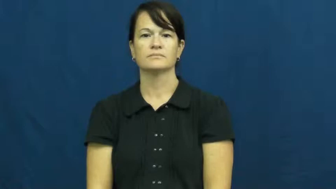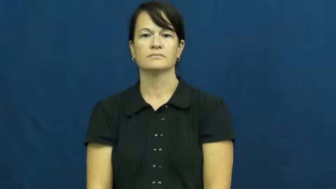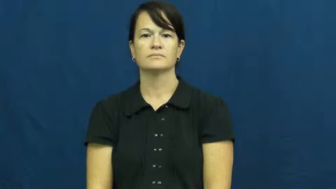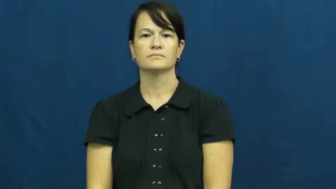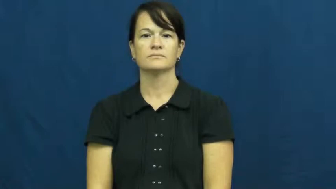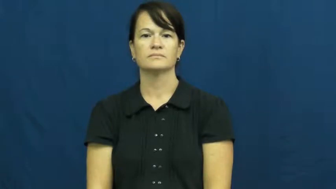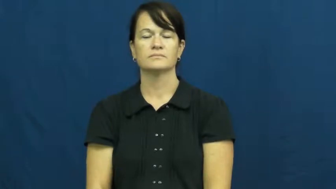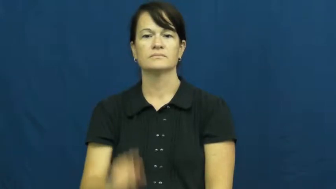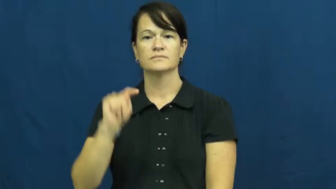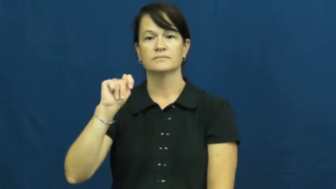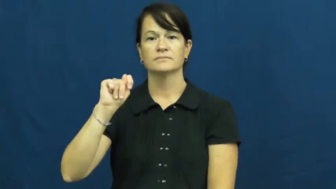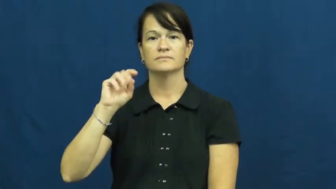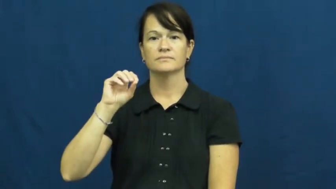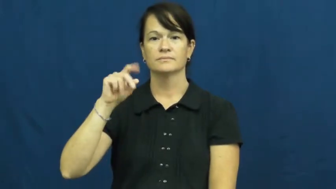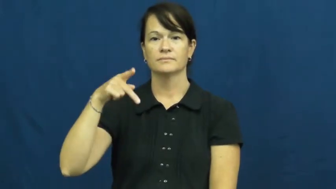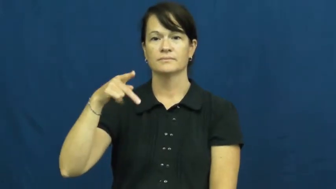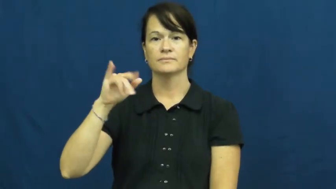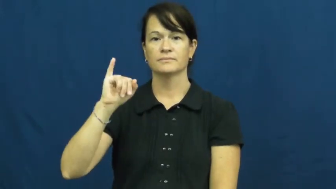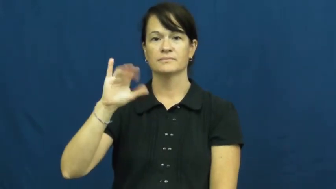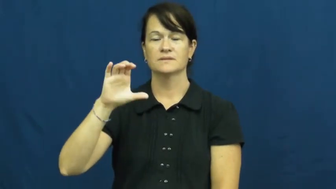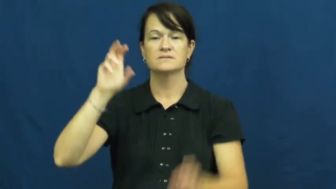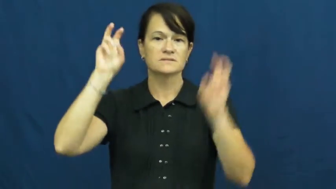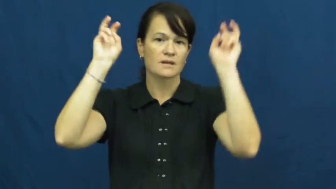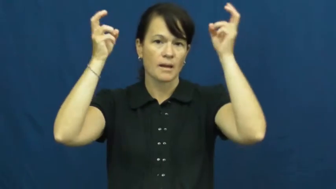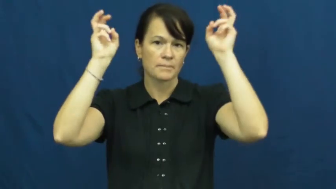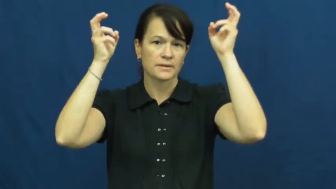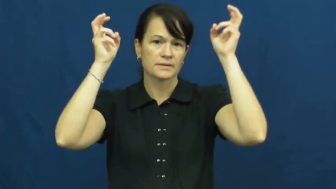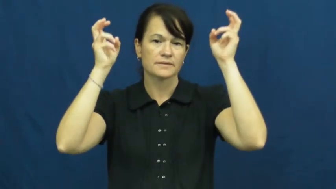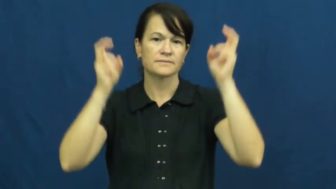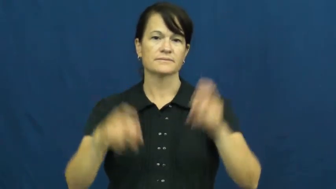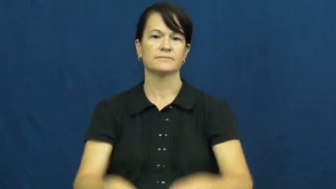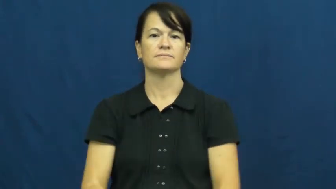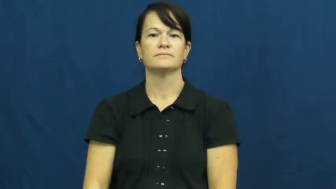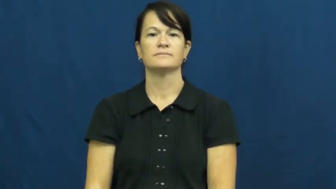topic